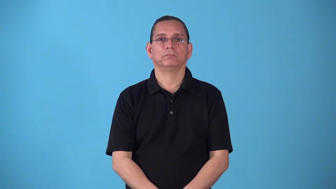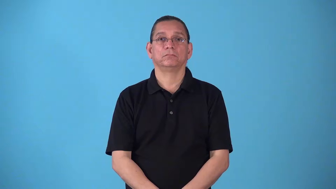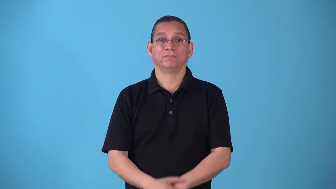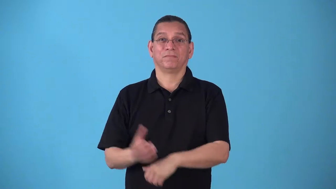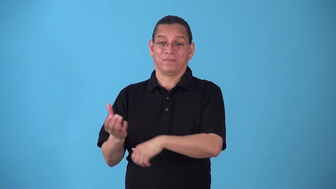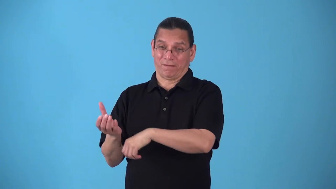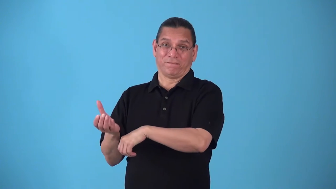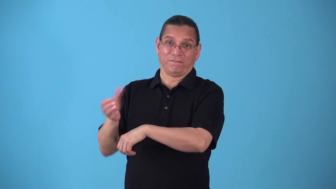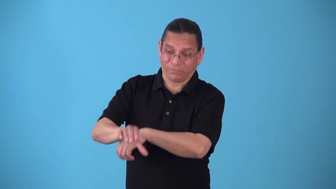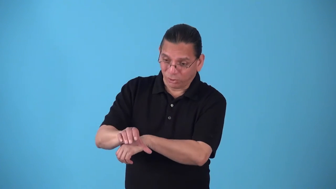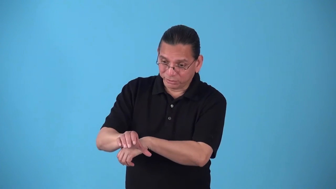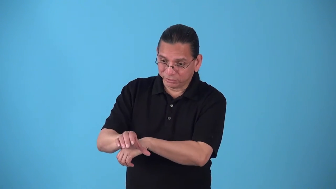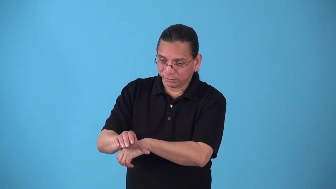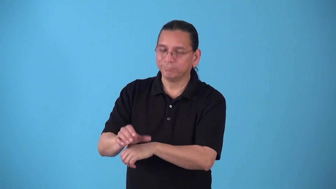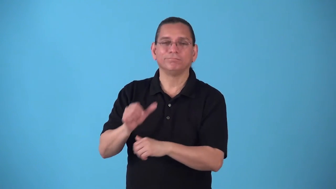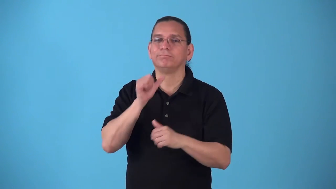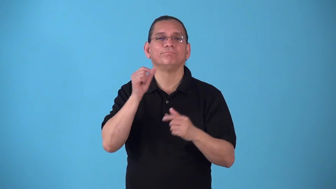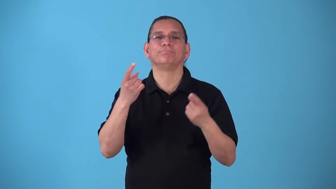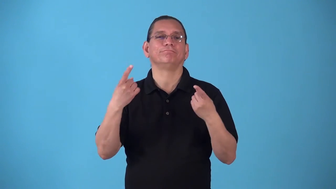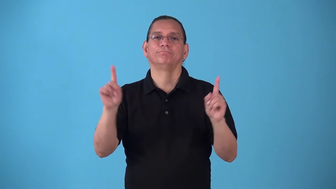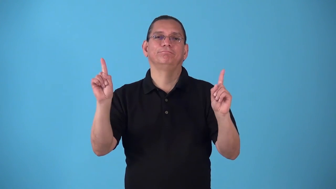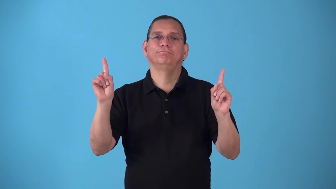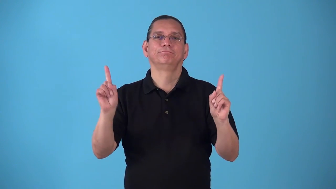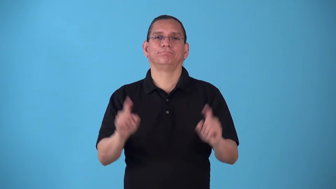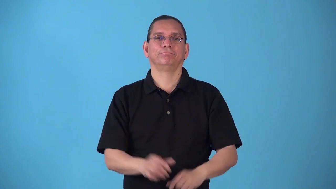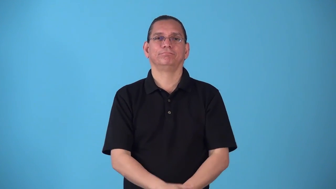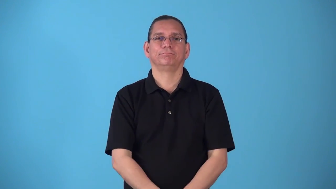sledgehammer-being too forceful to accomplish something